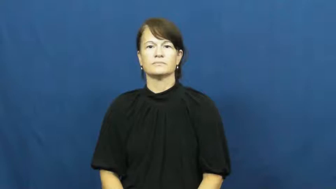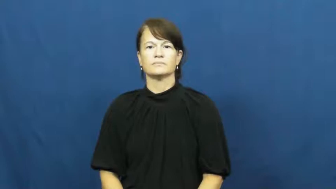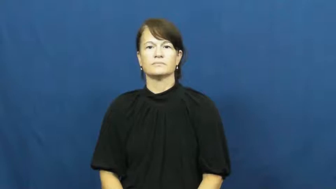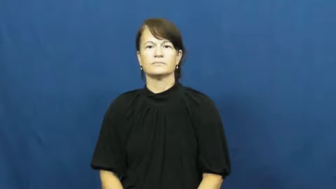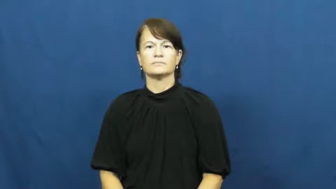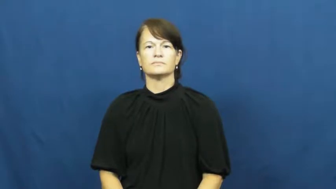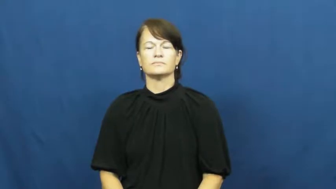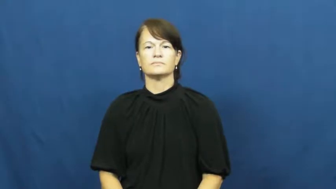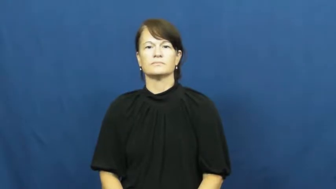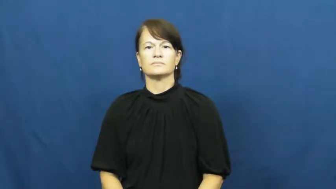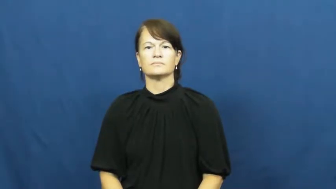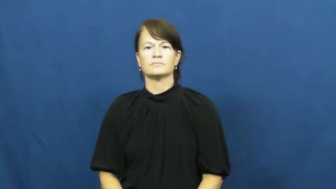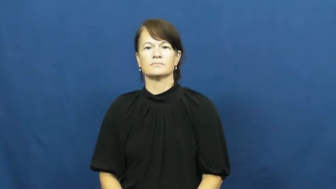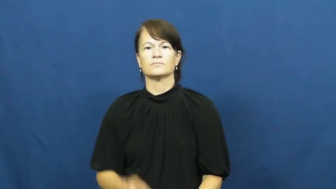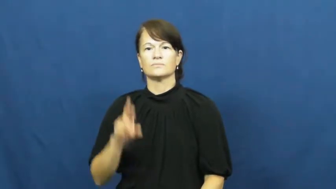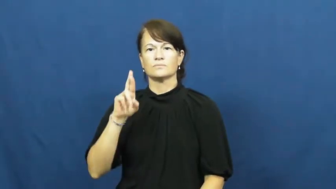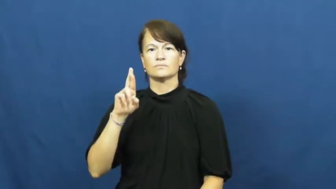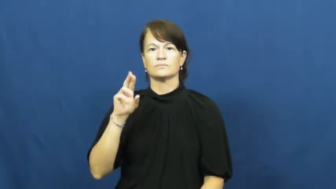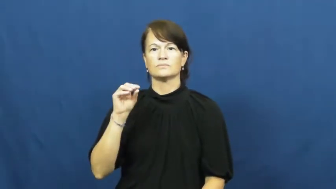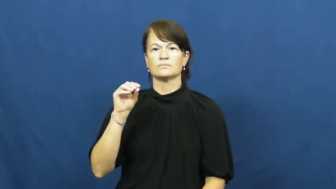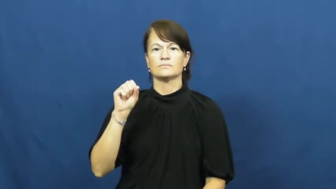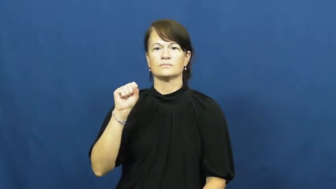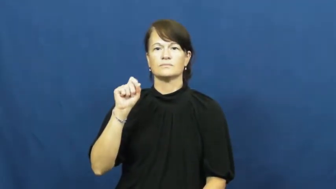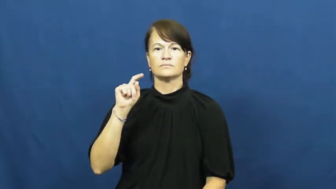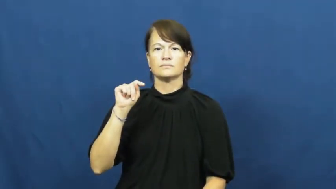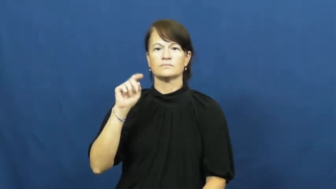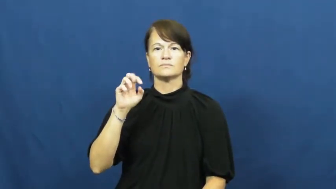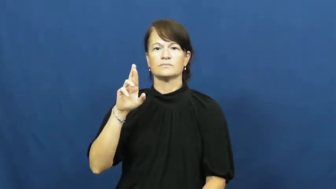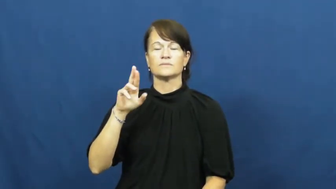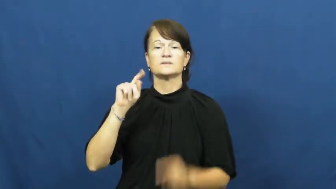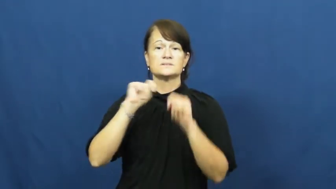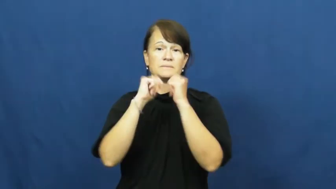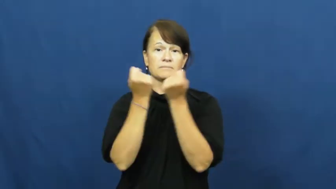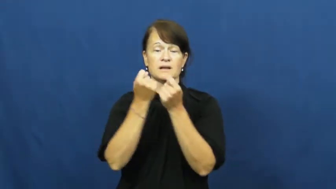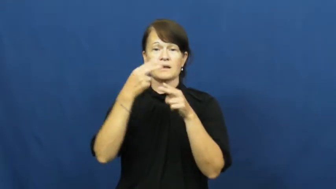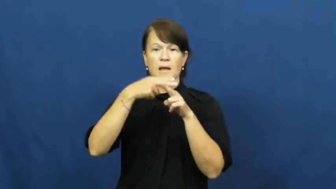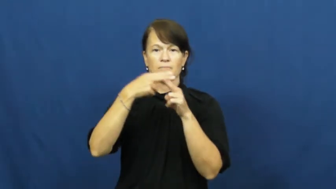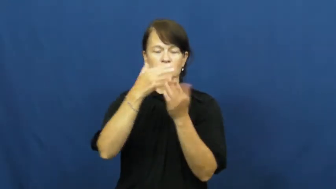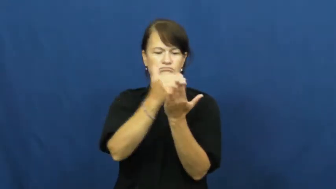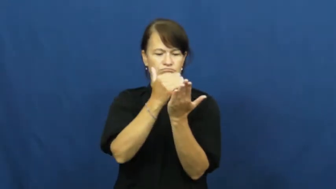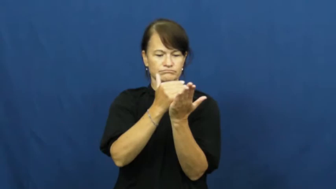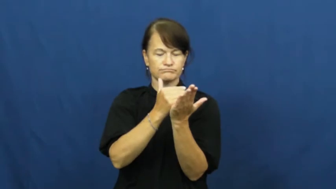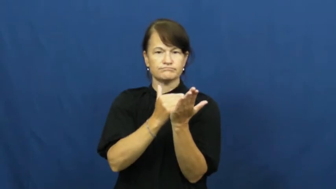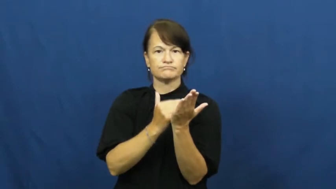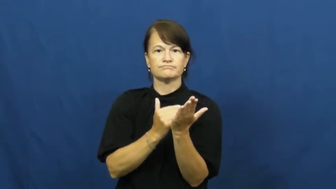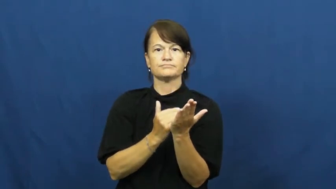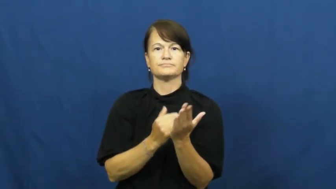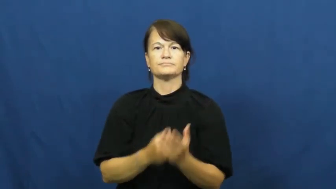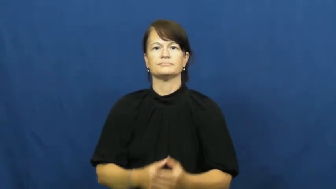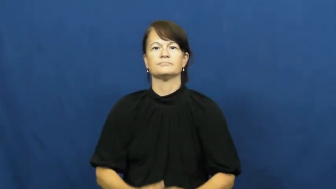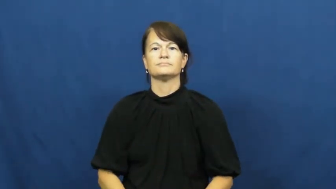roster